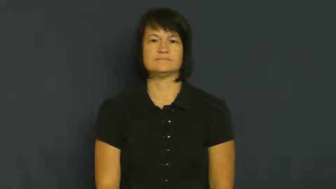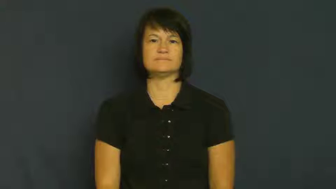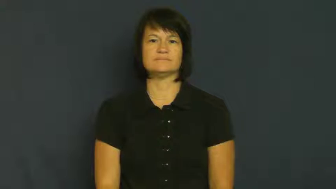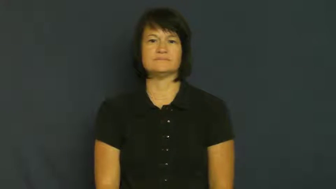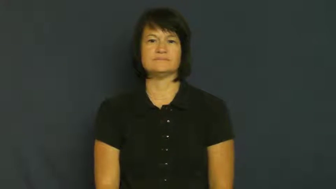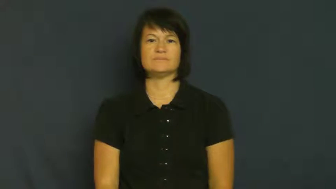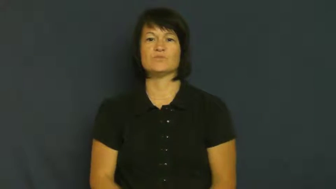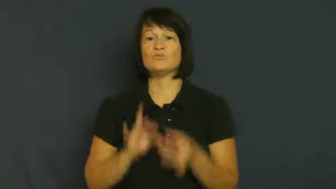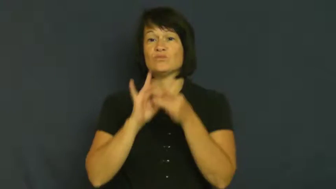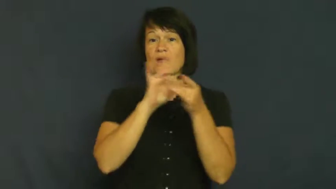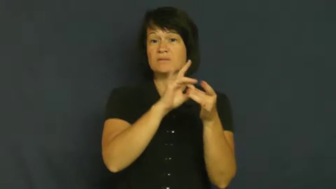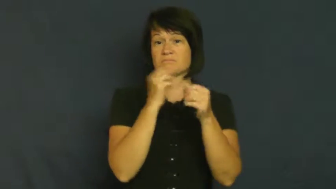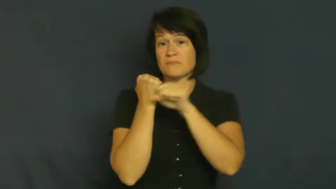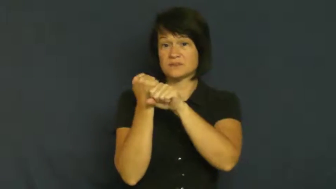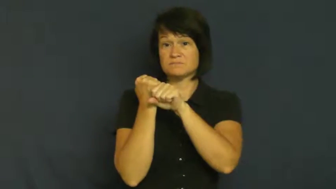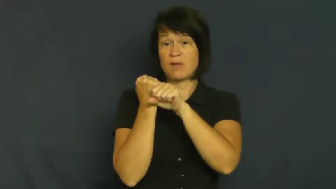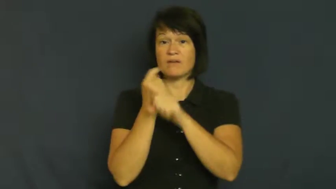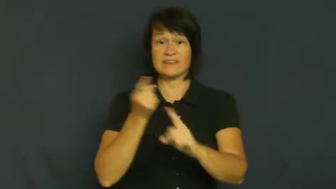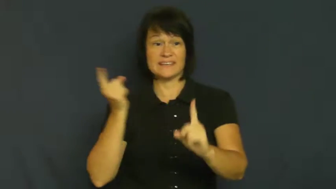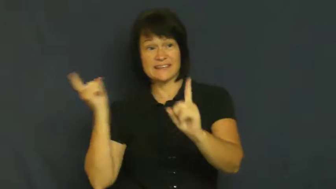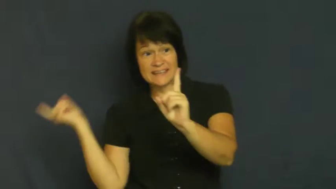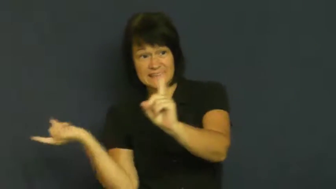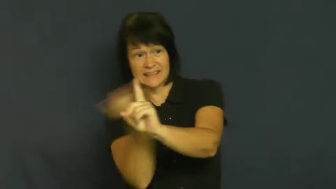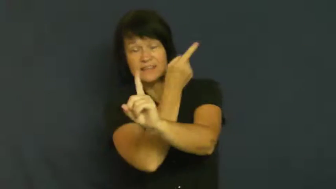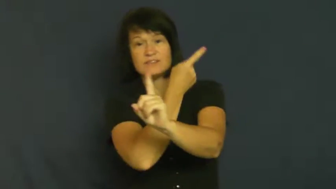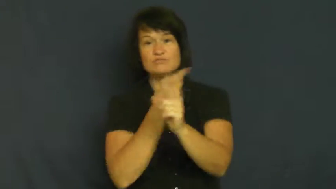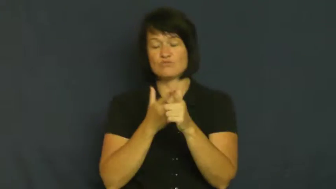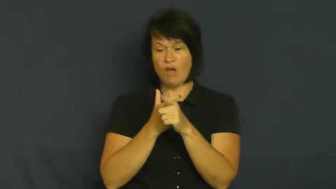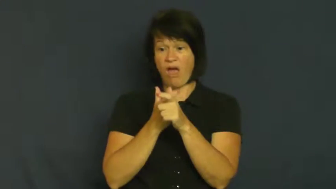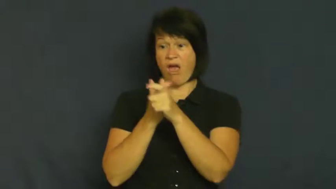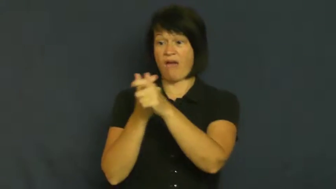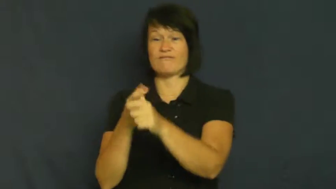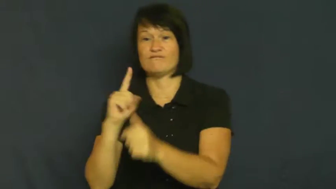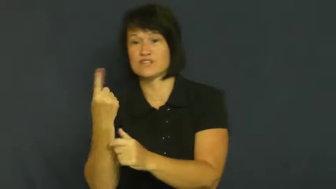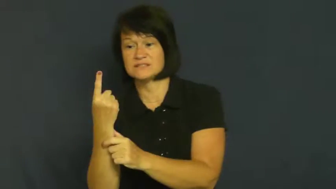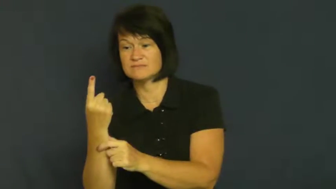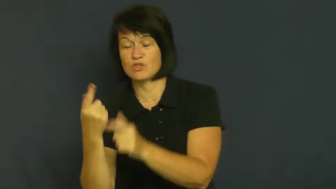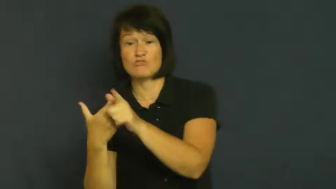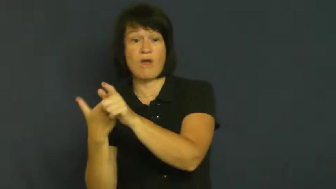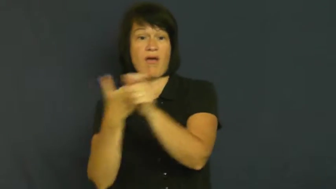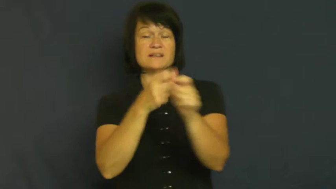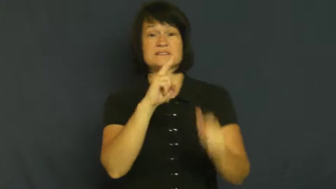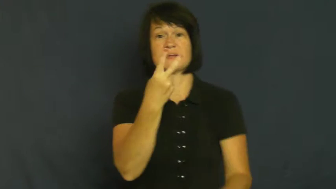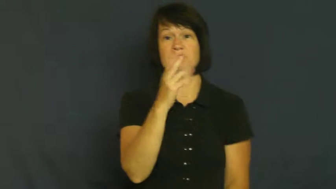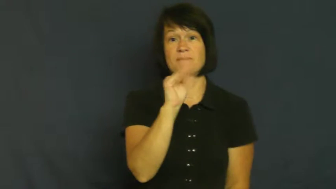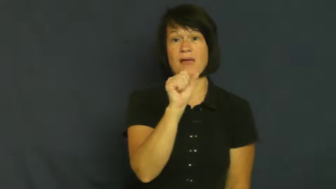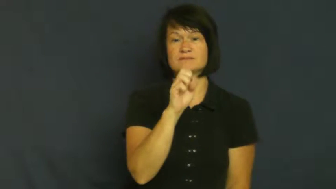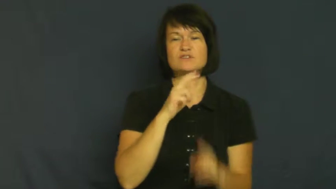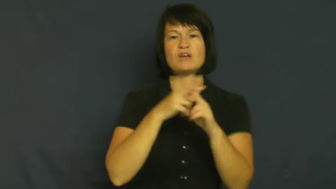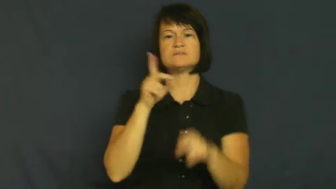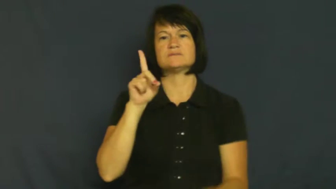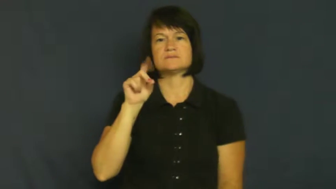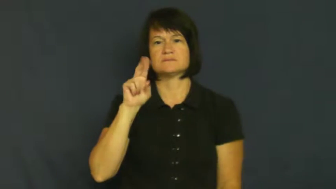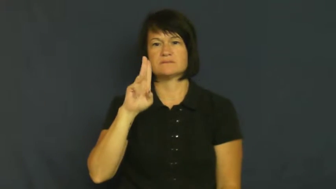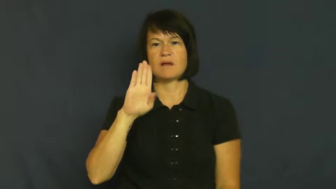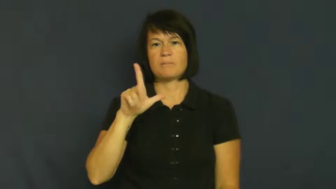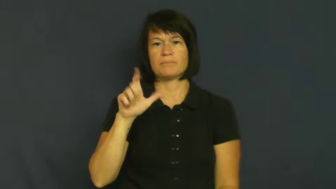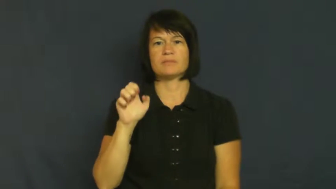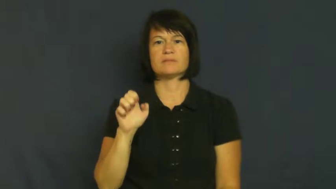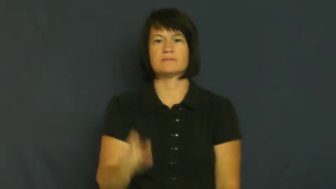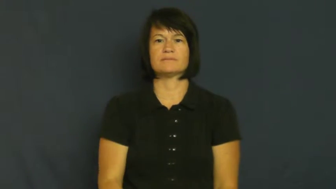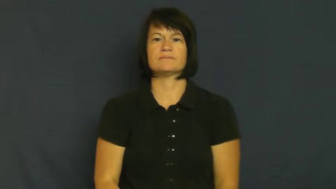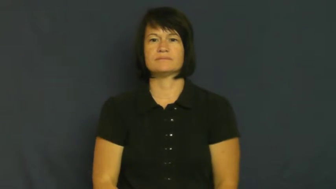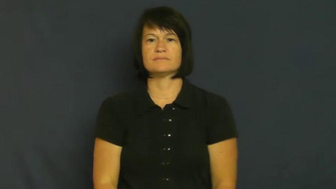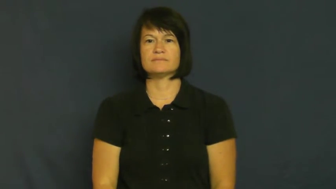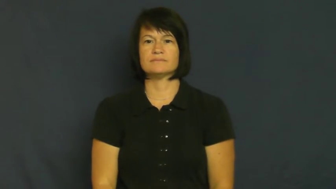double-baseball